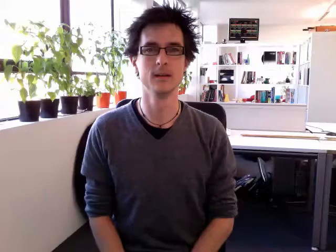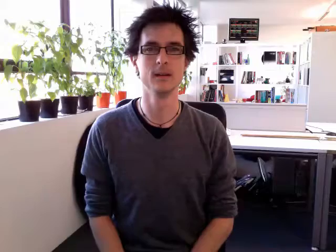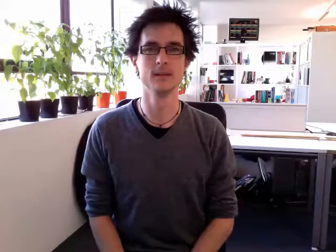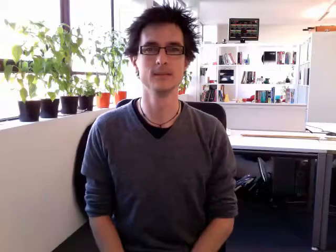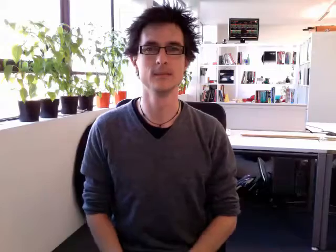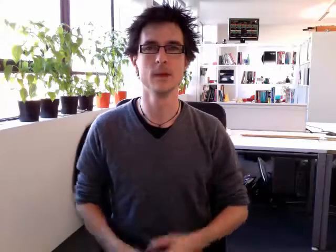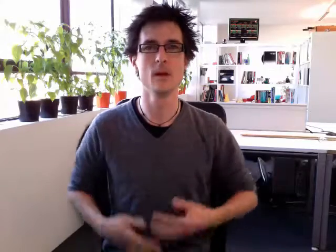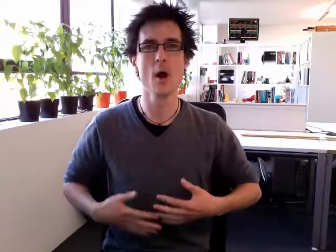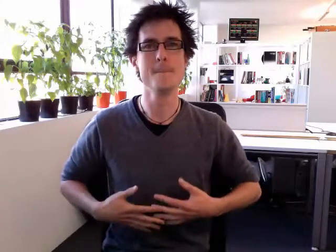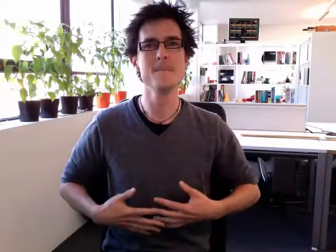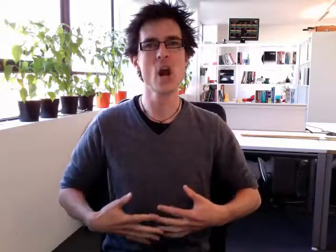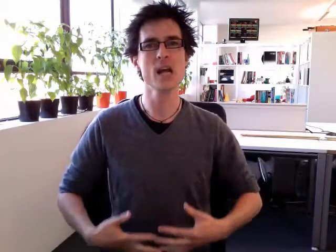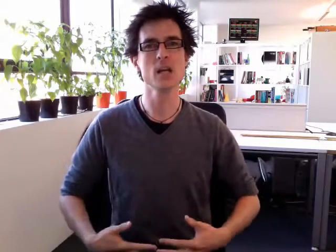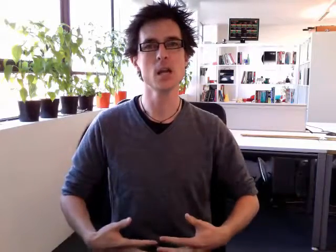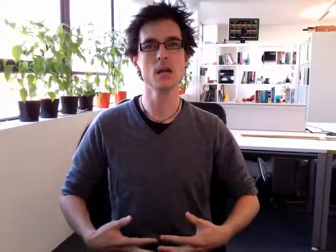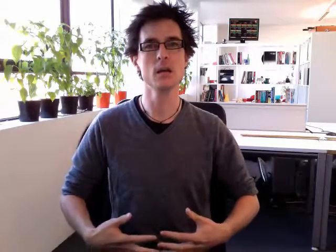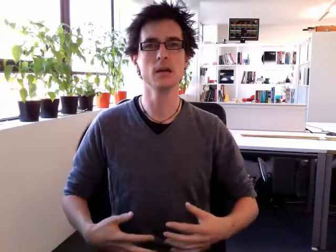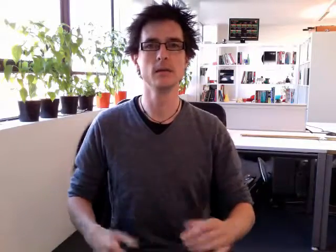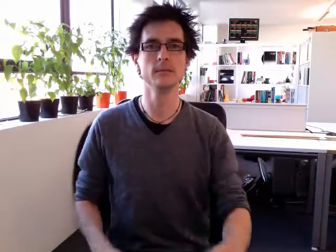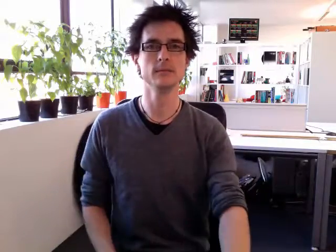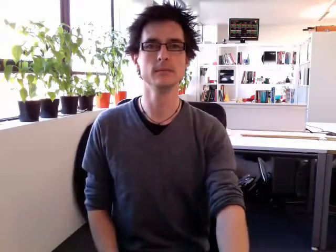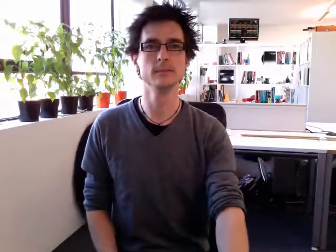pregnant